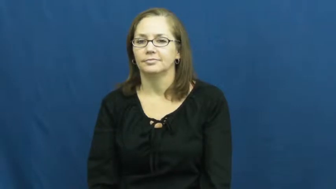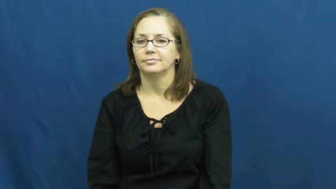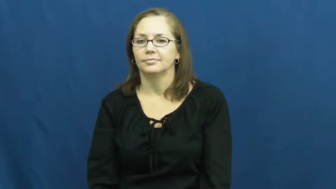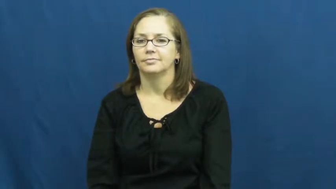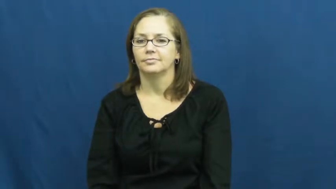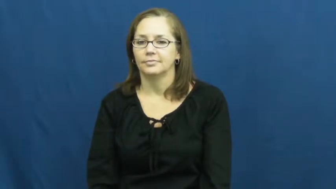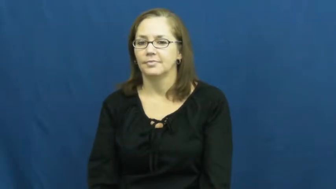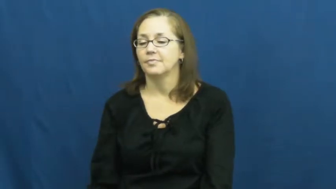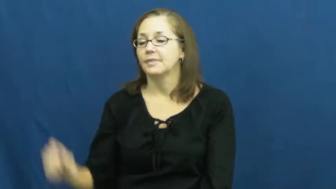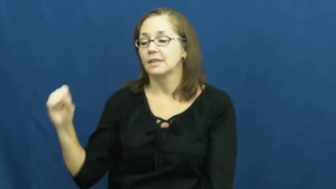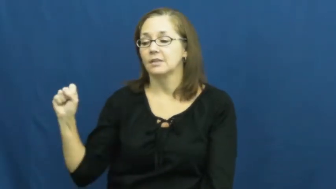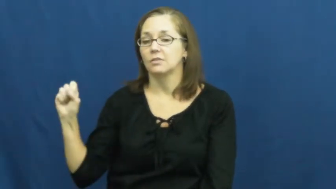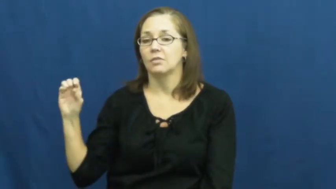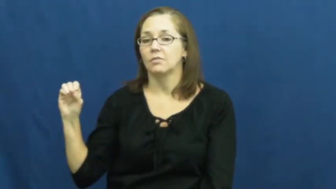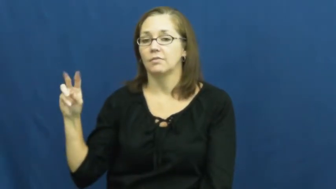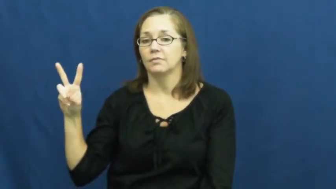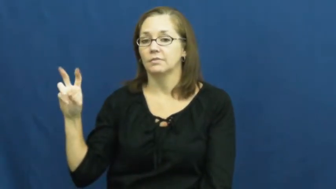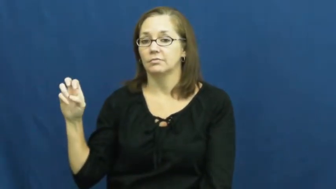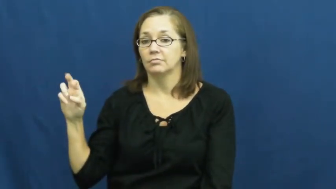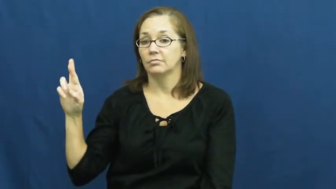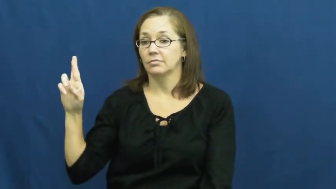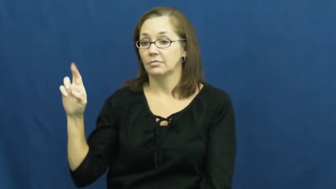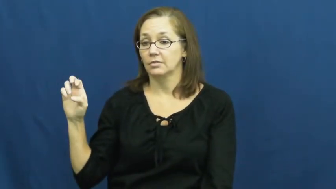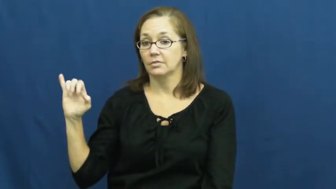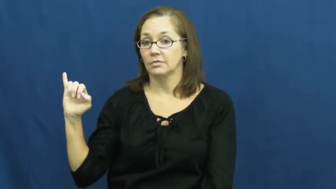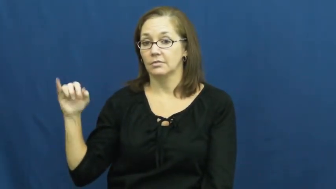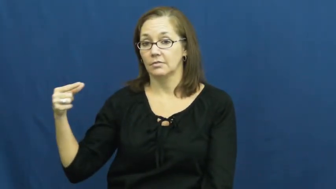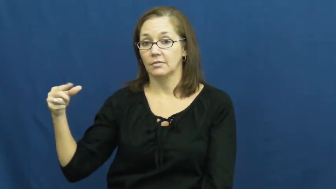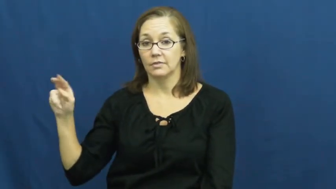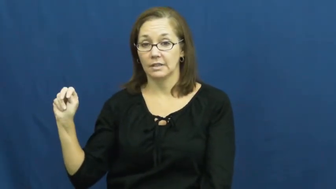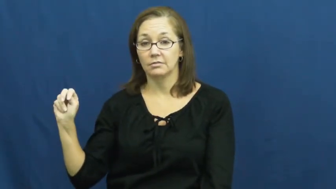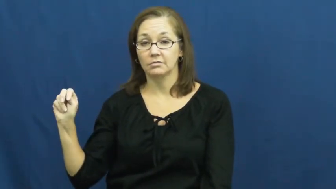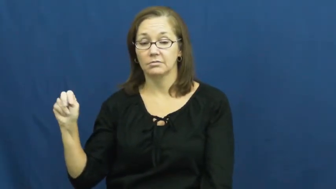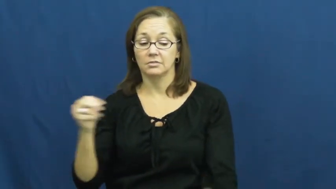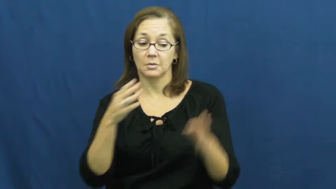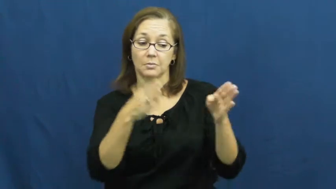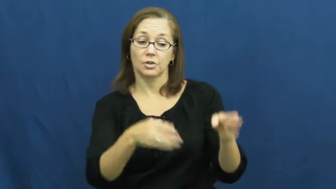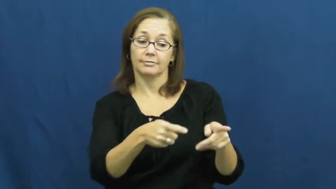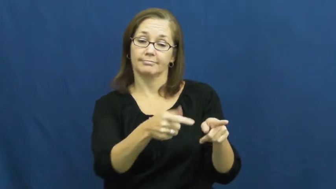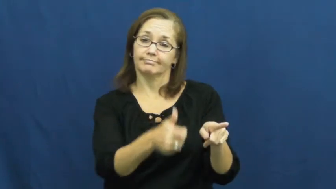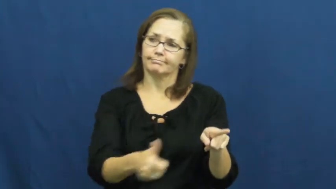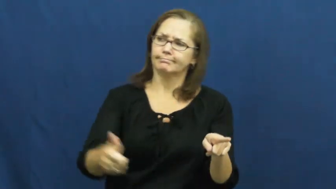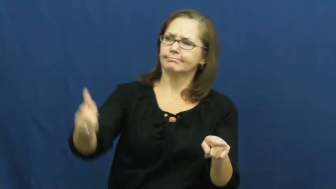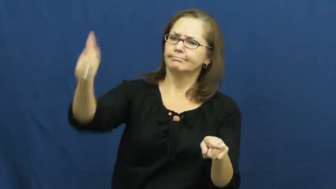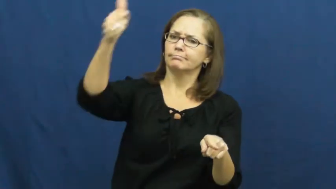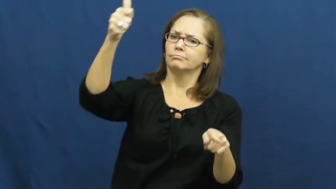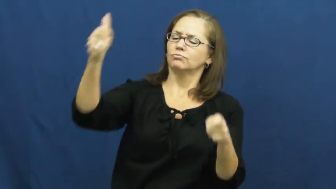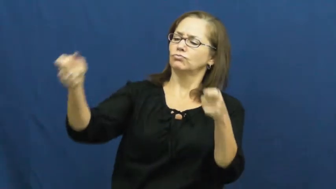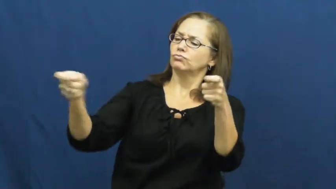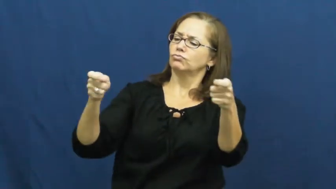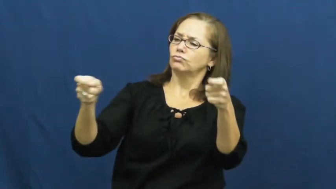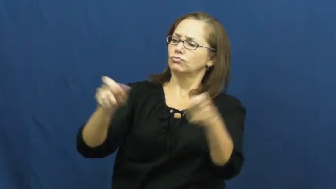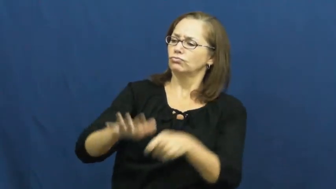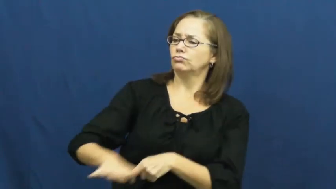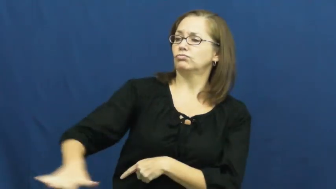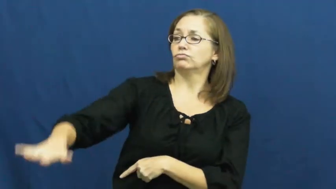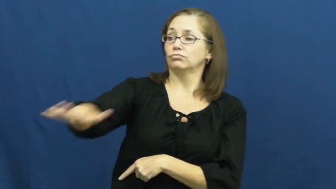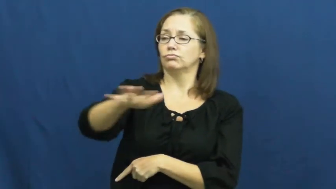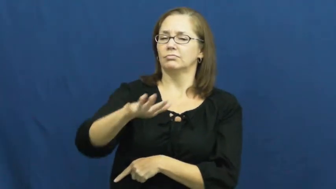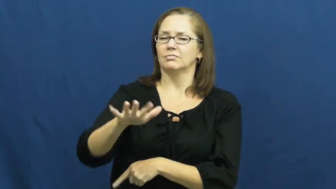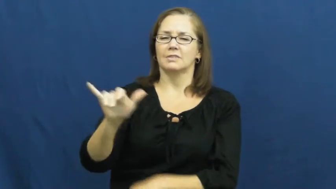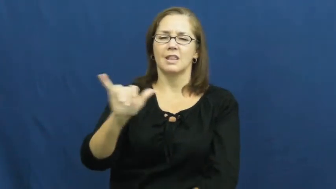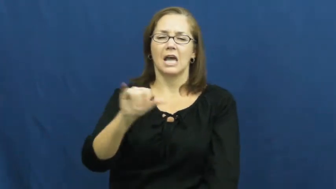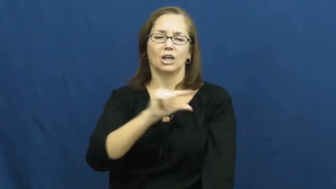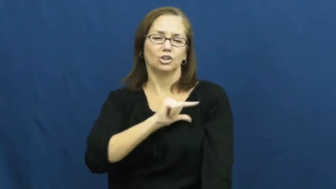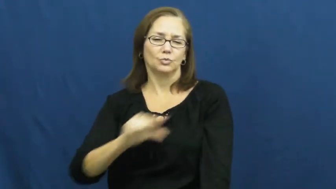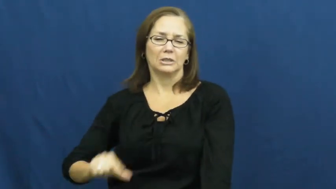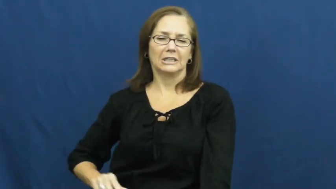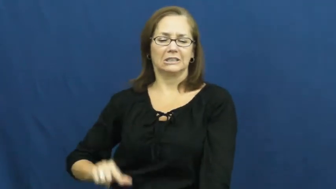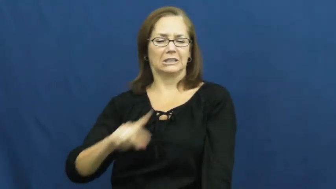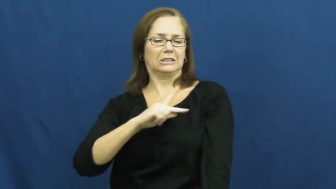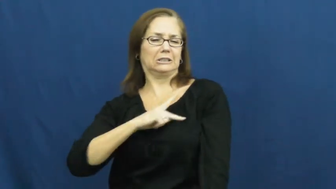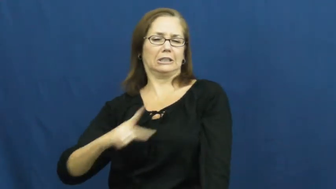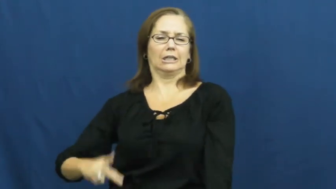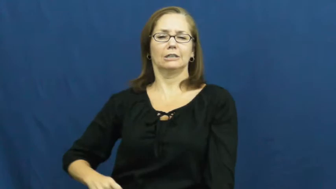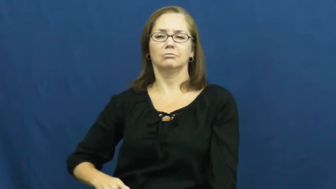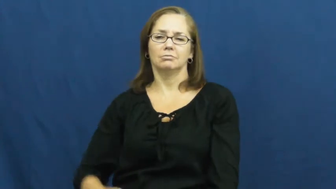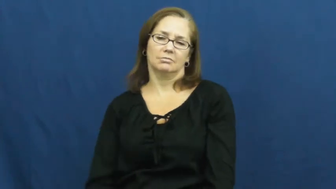sovereign